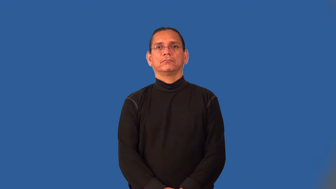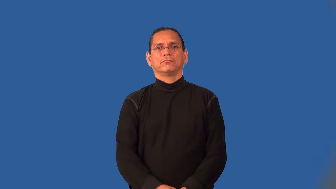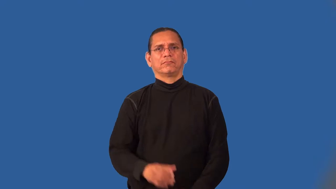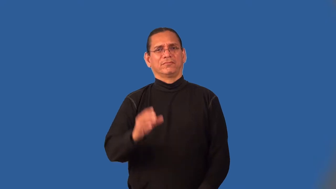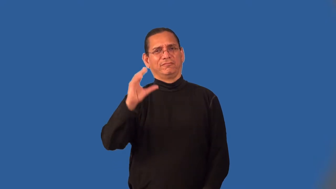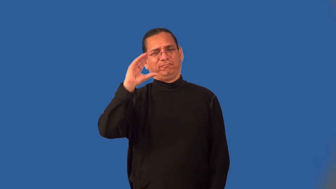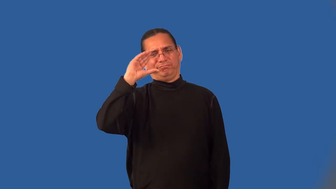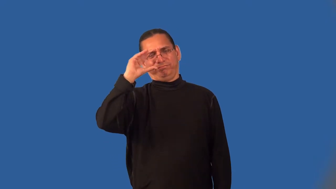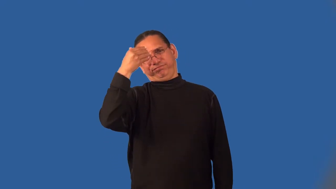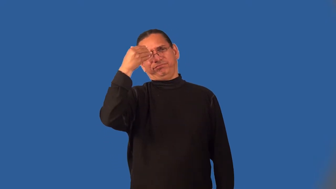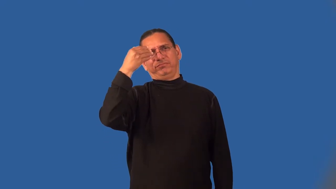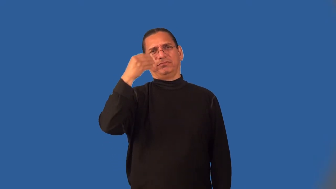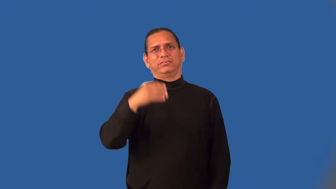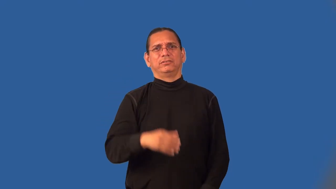lummox